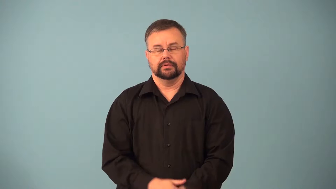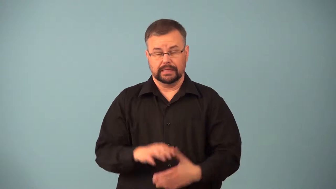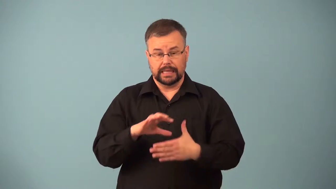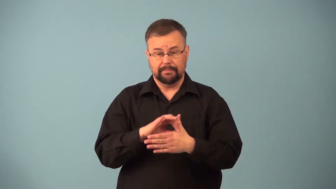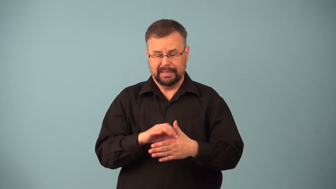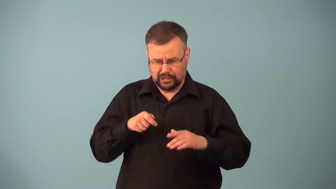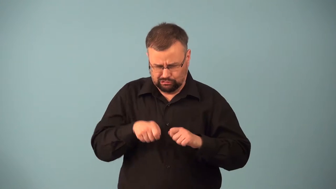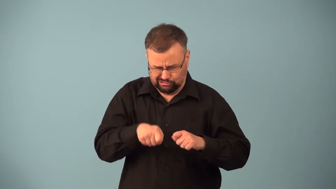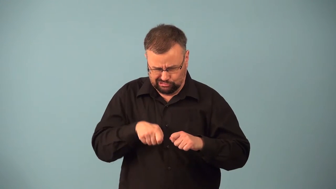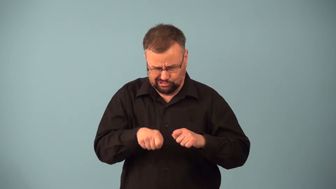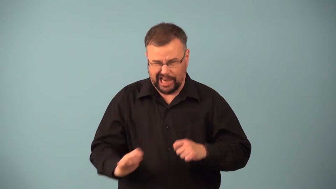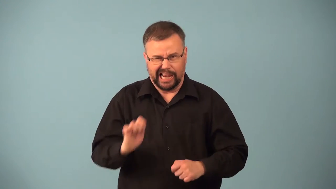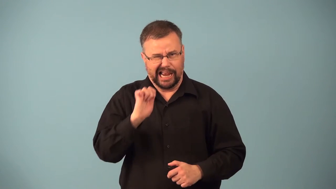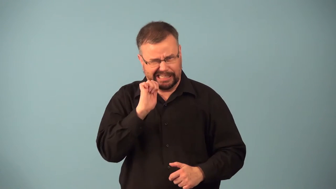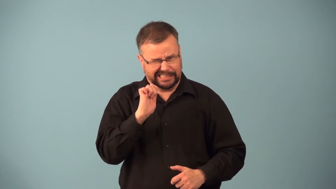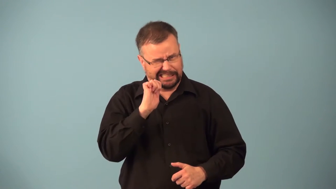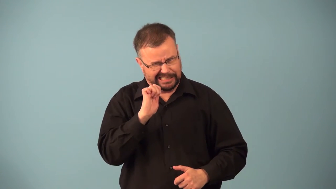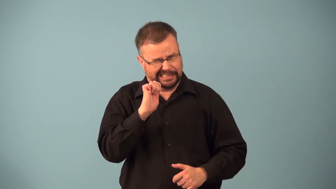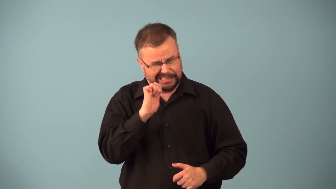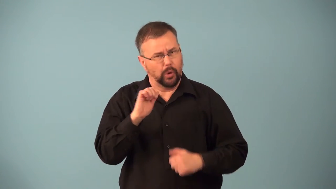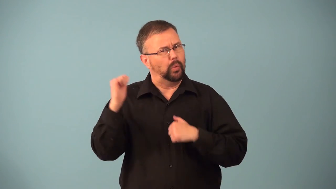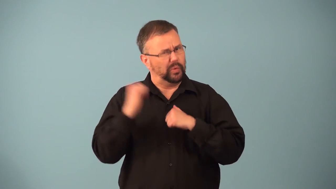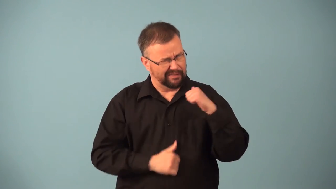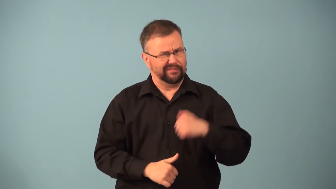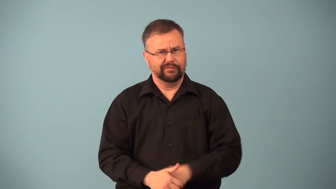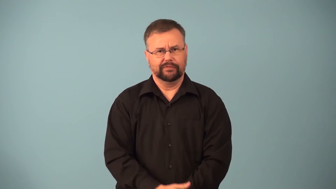lean-meat